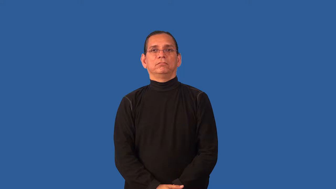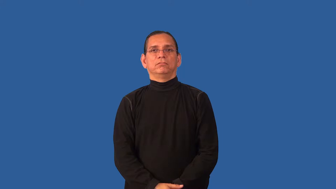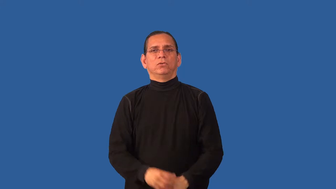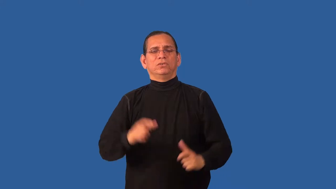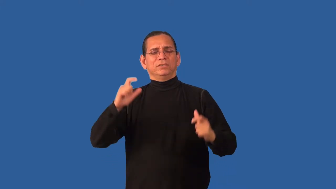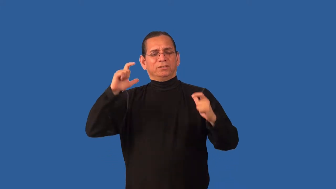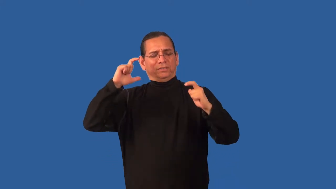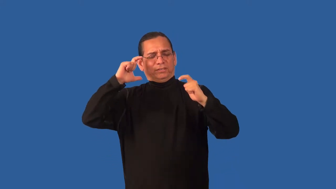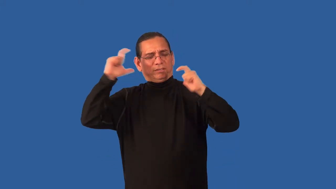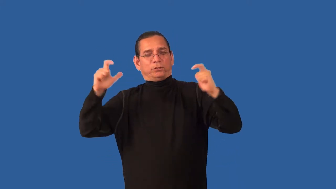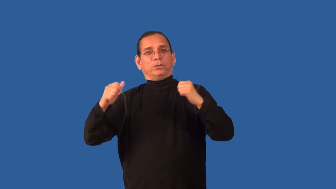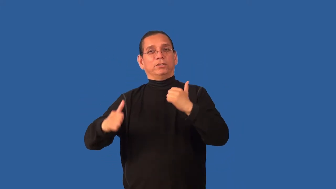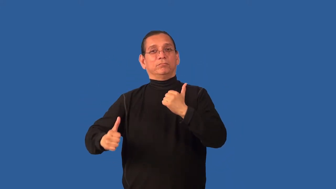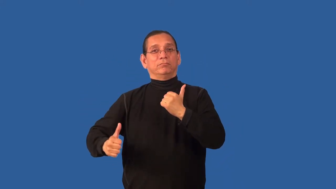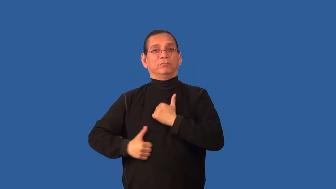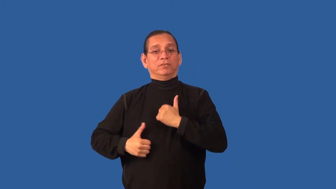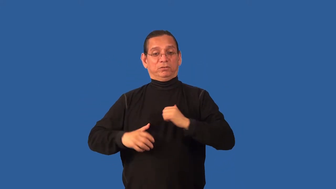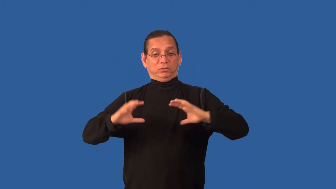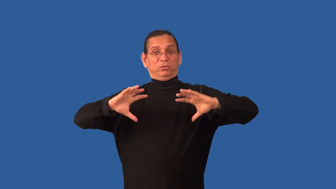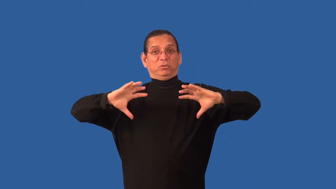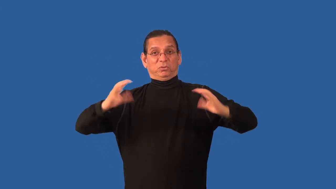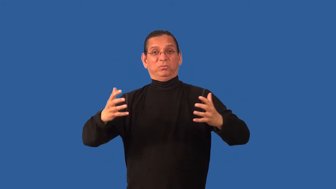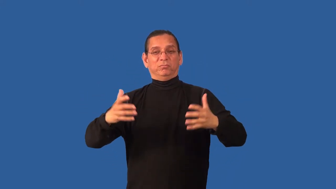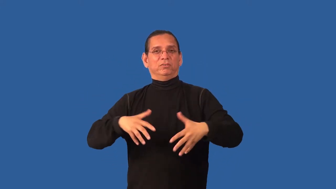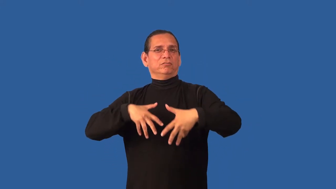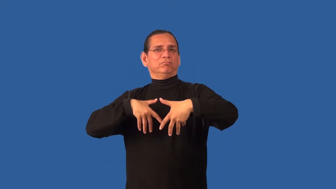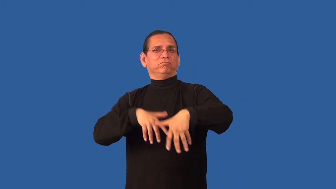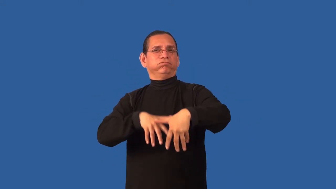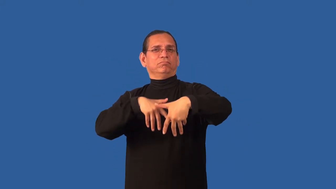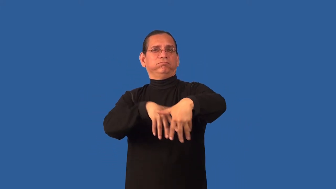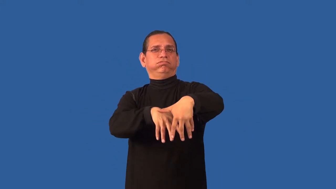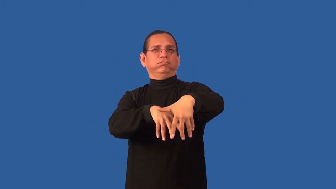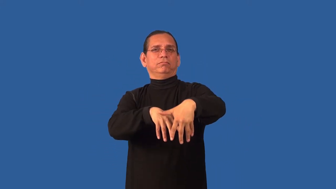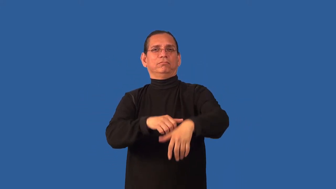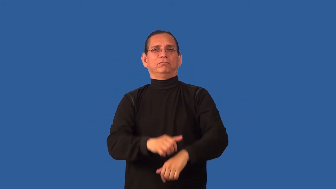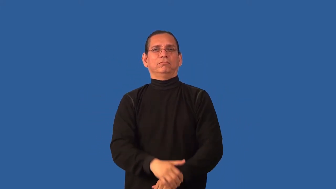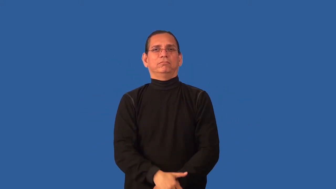brigade